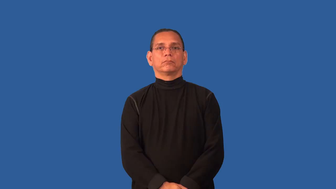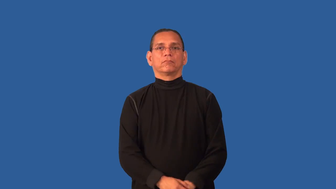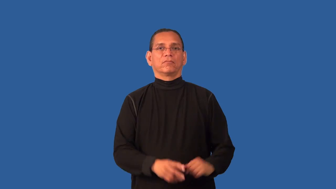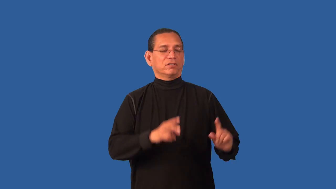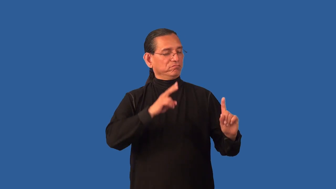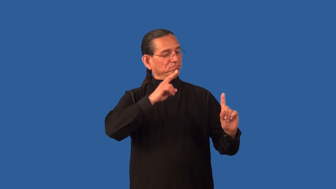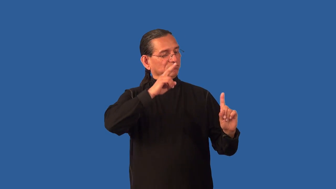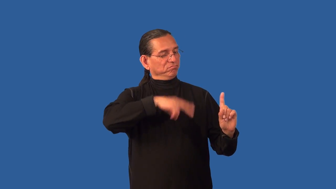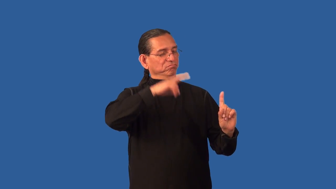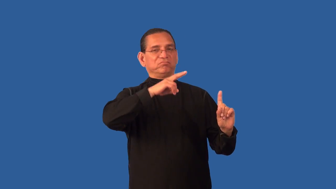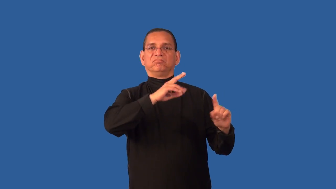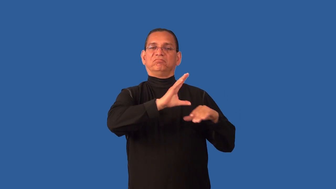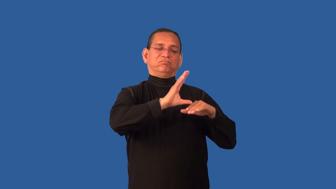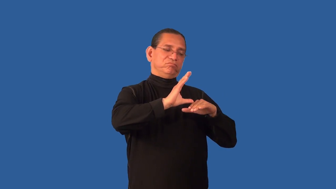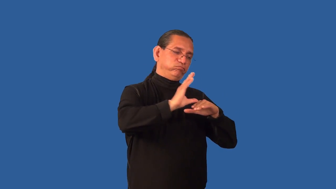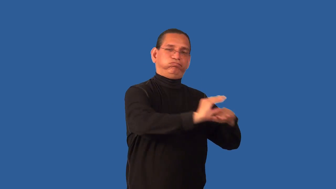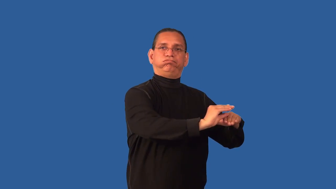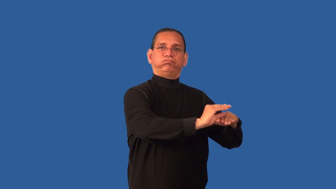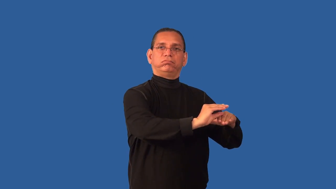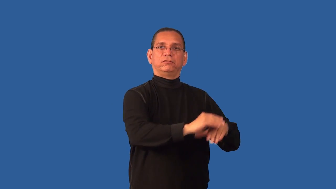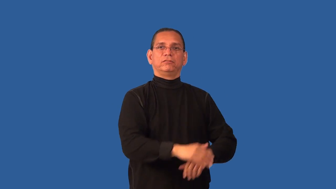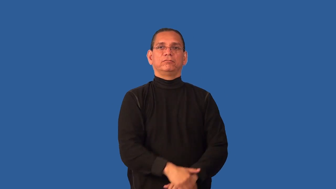condescend,look down on